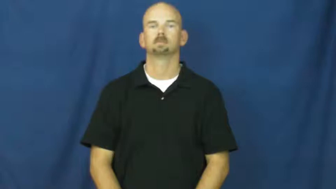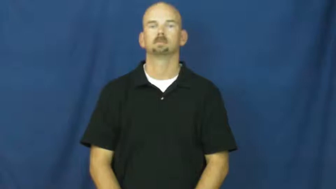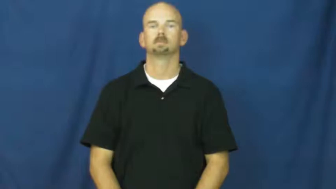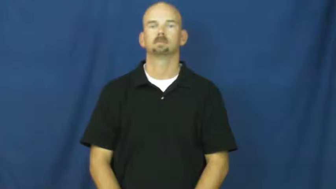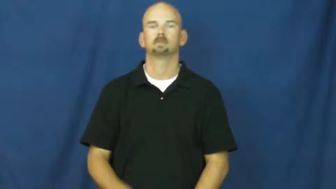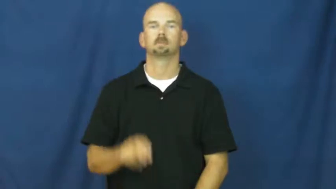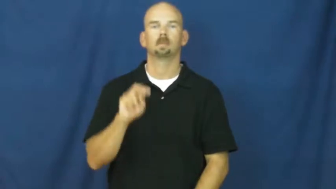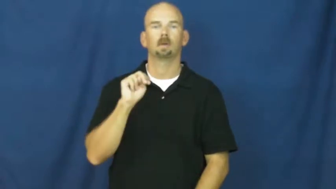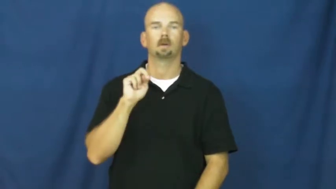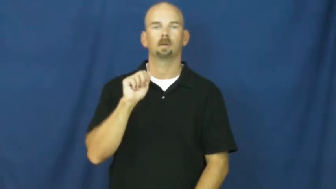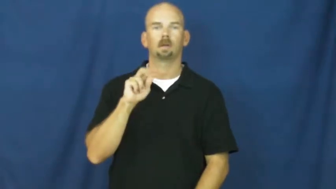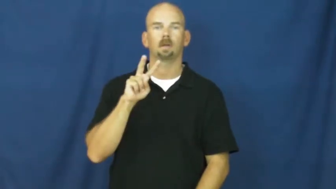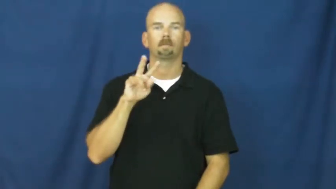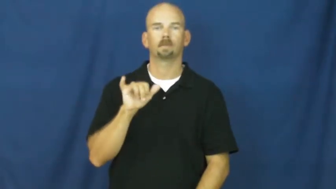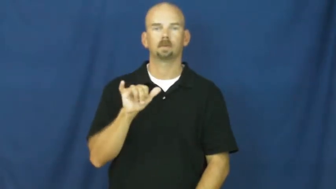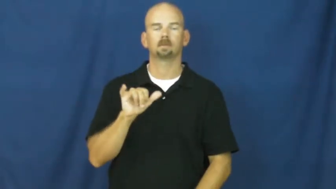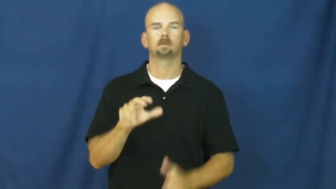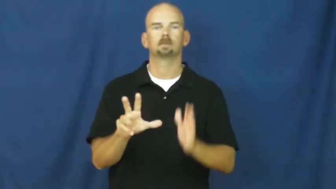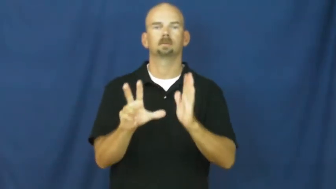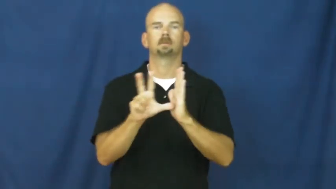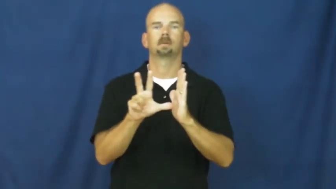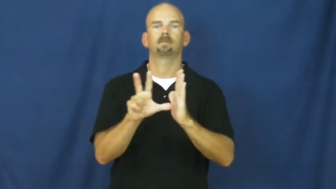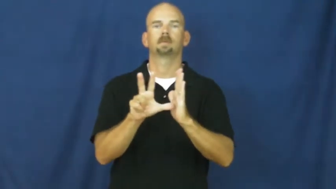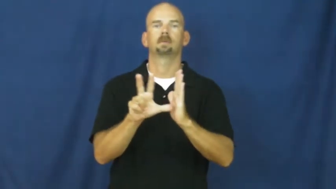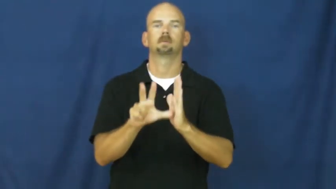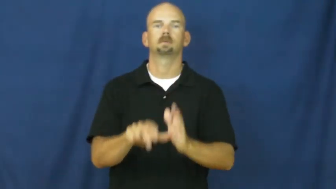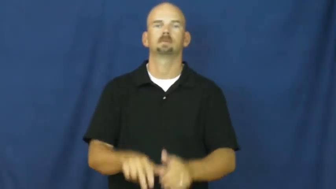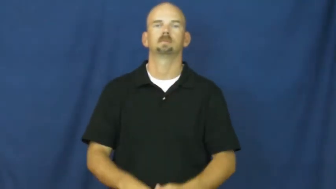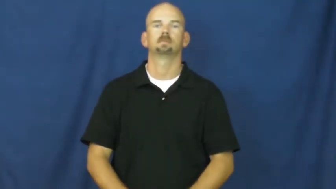navy